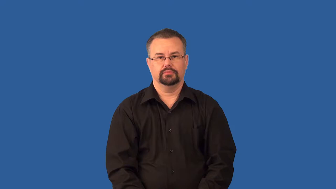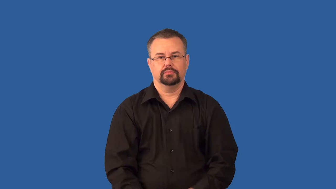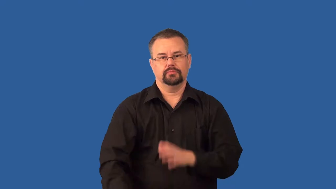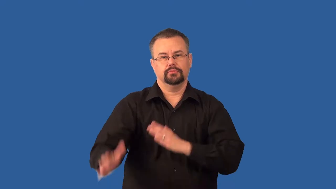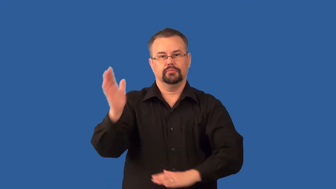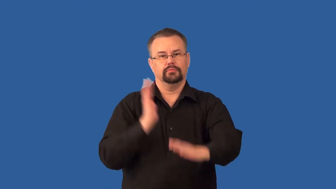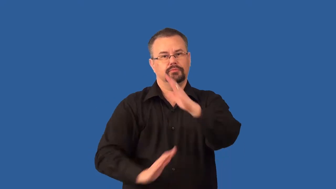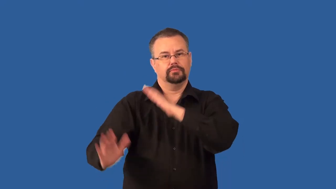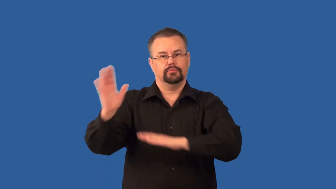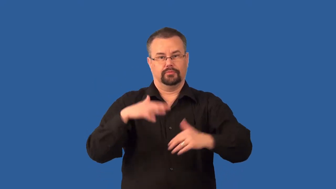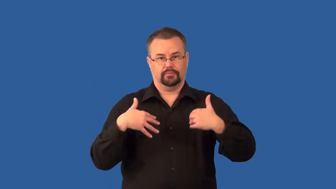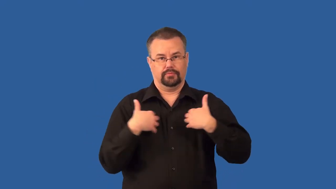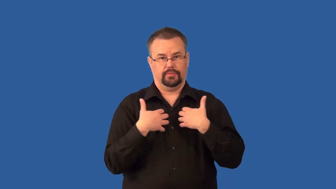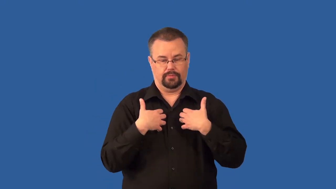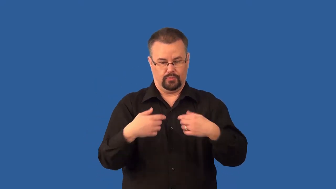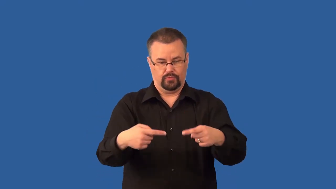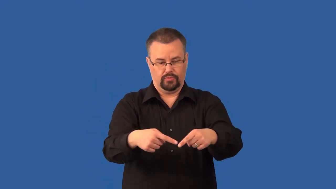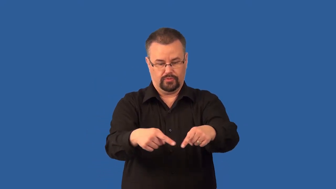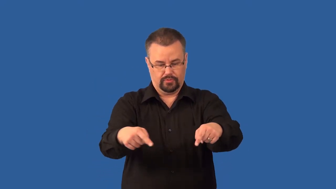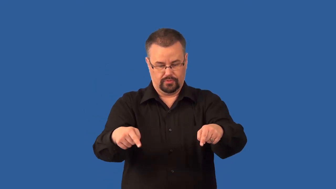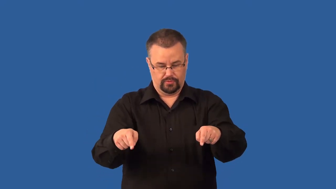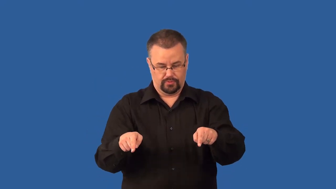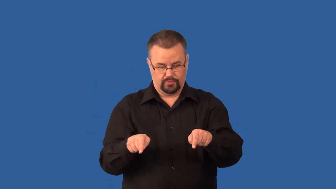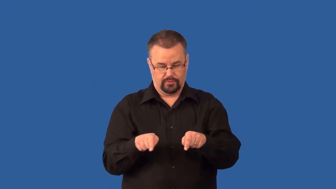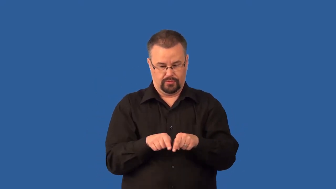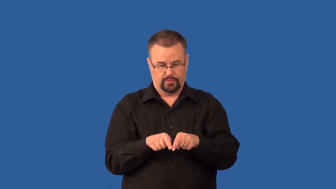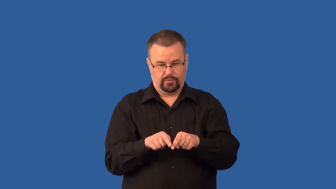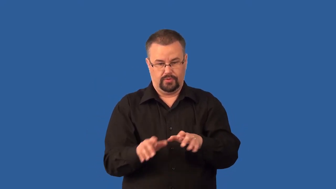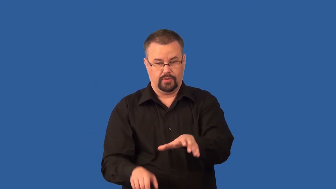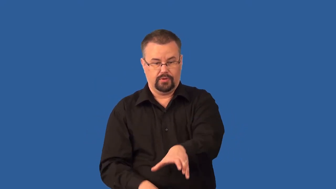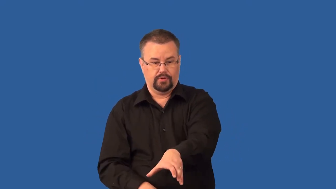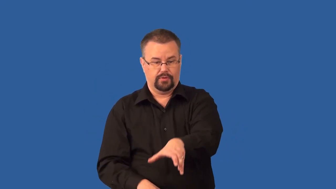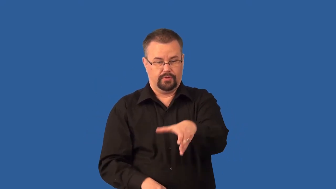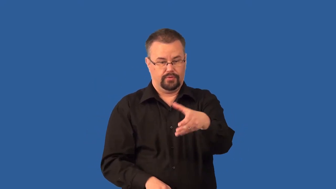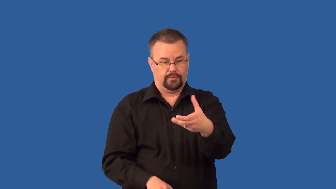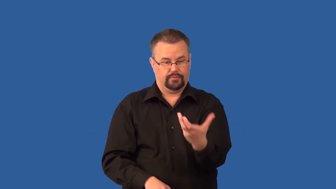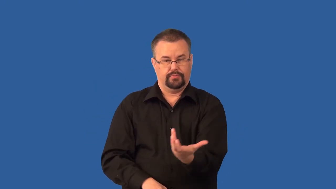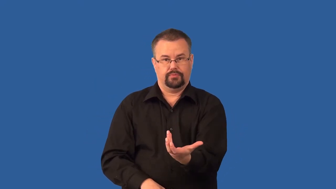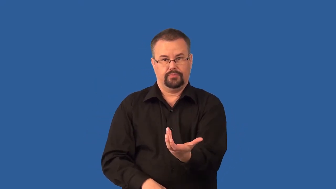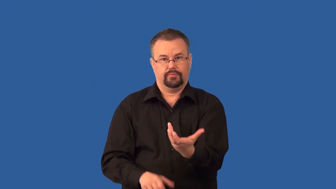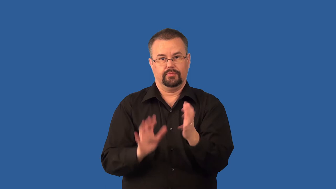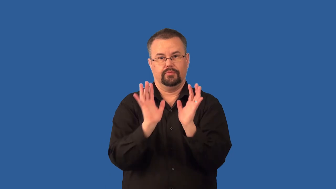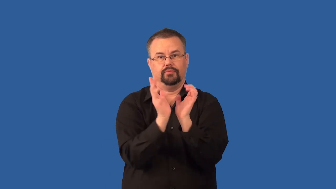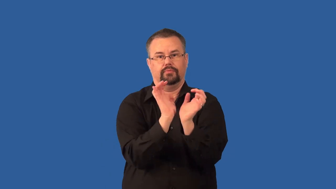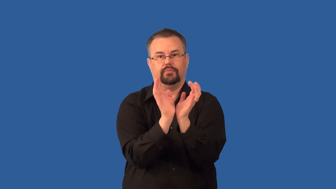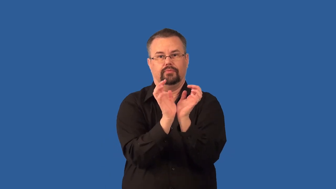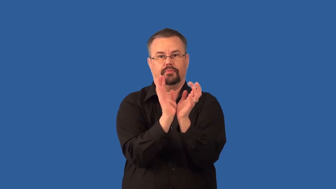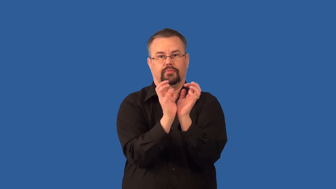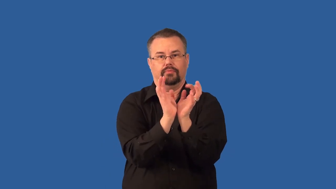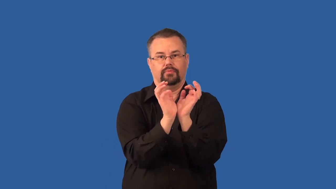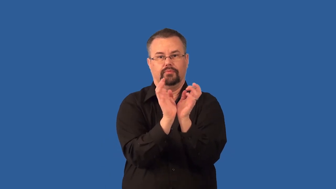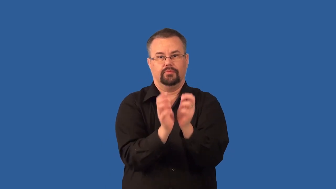trilobite